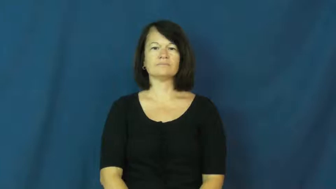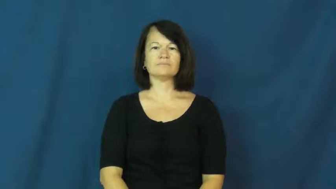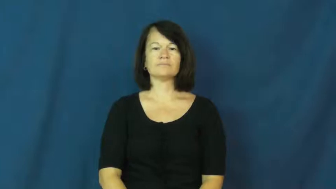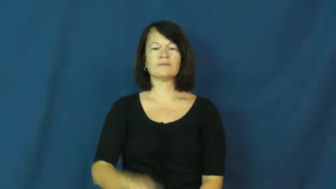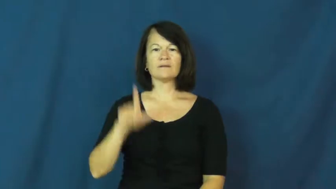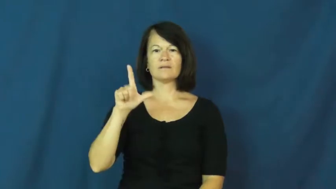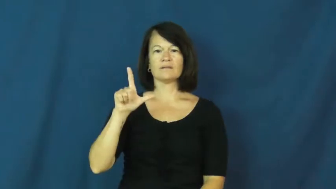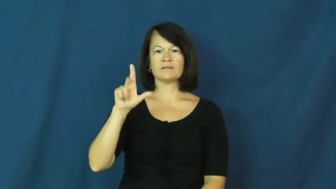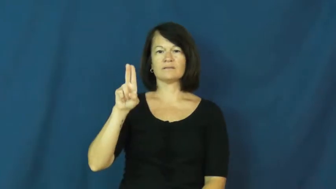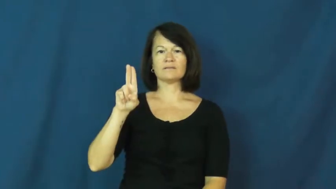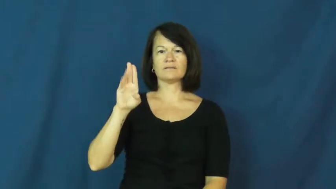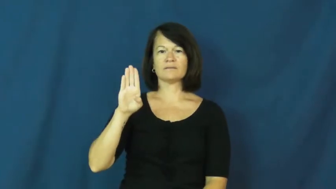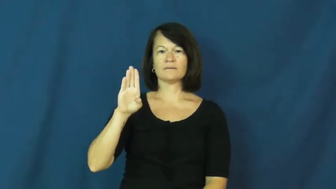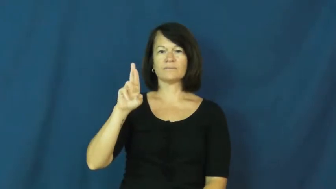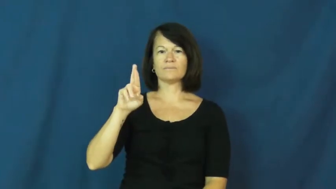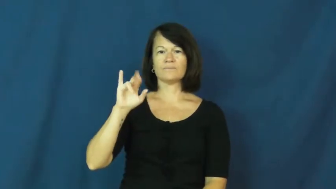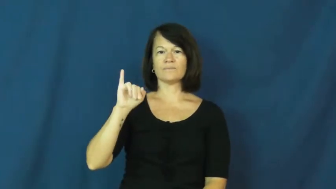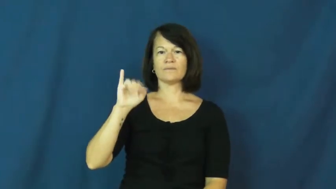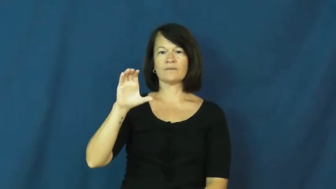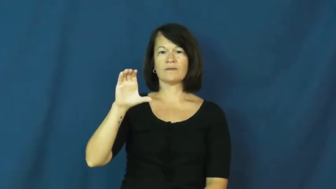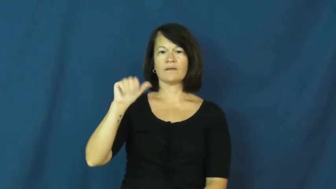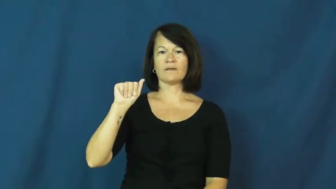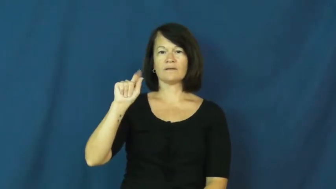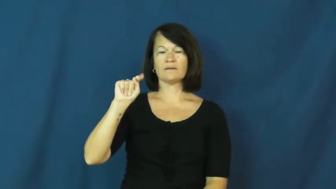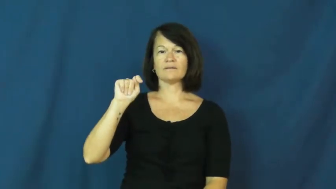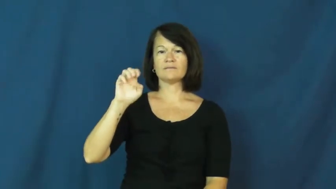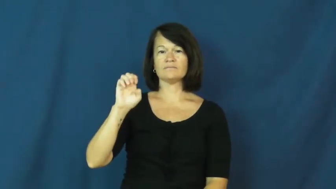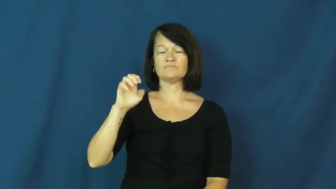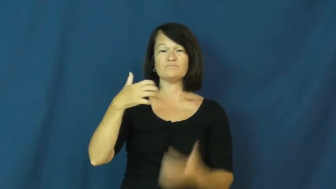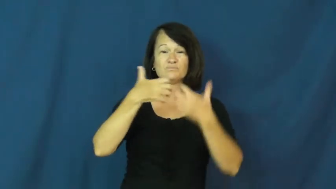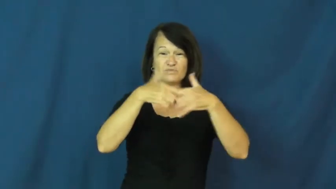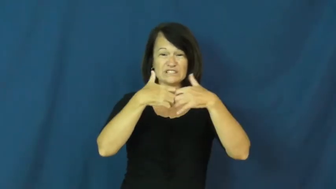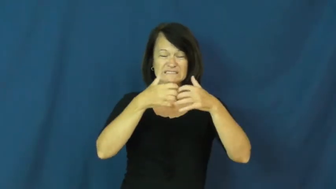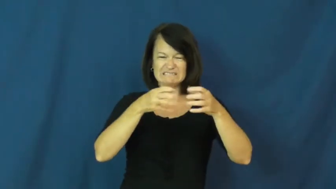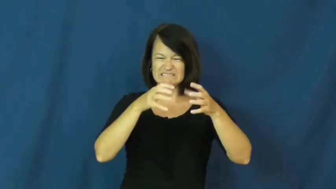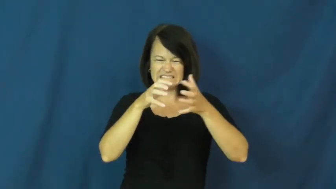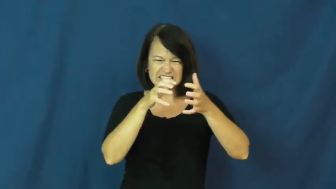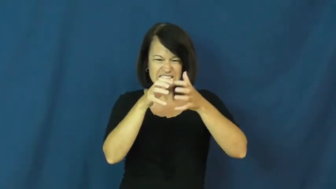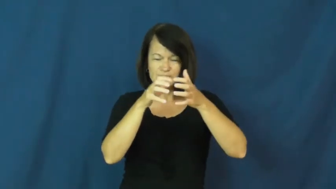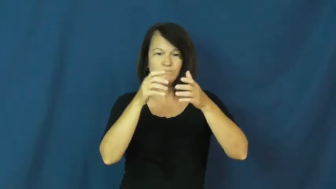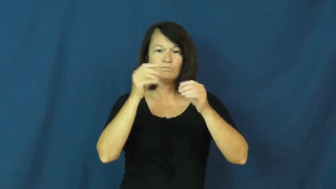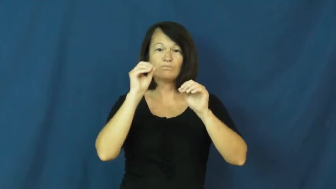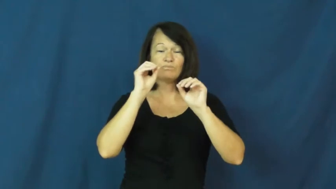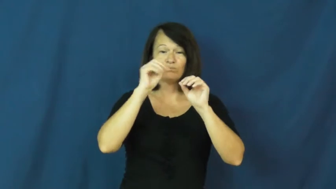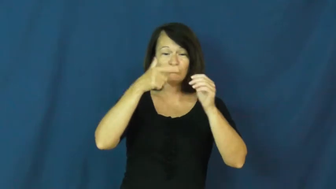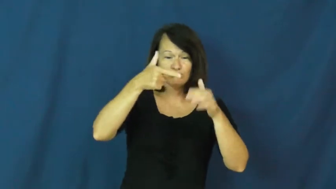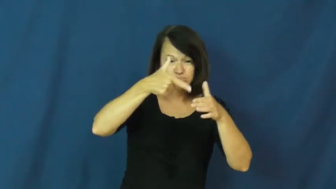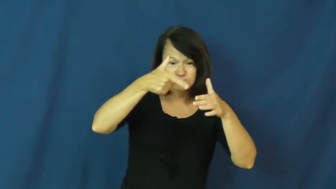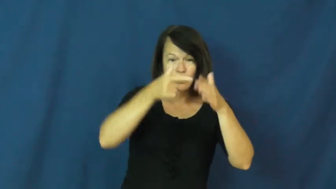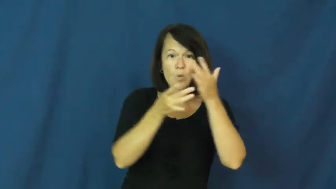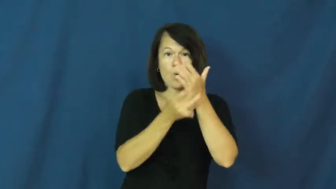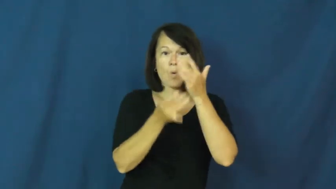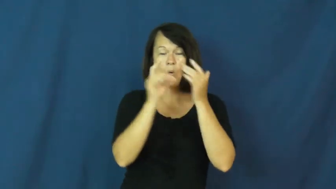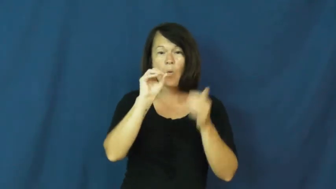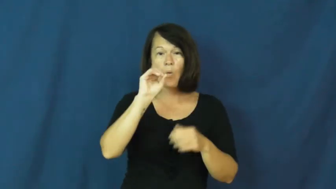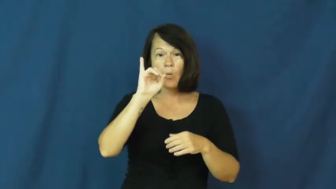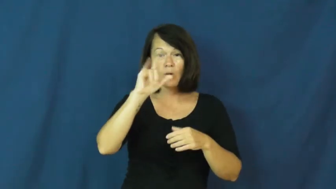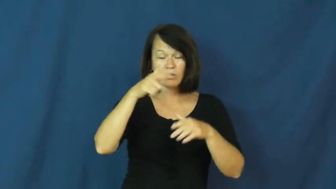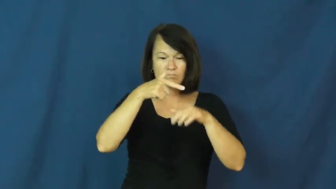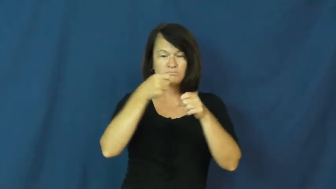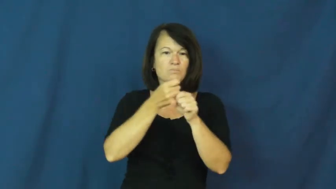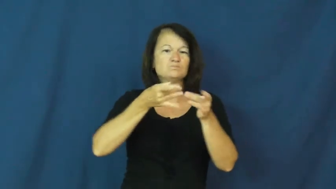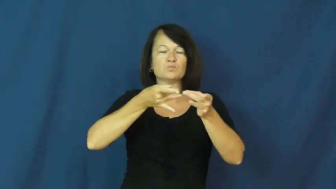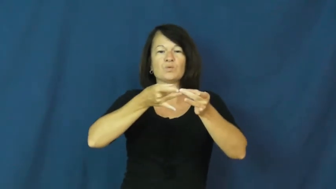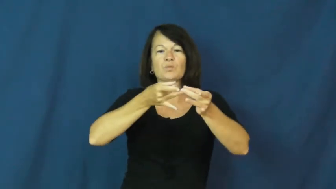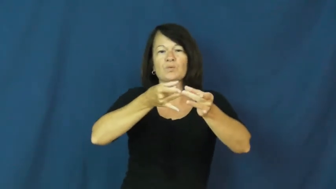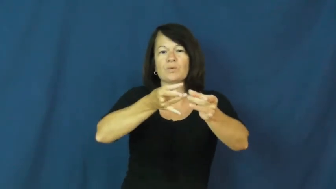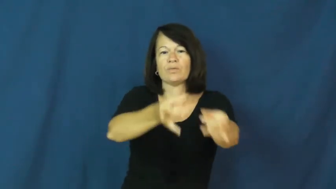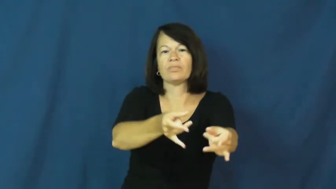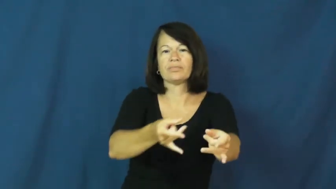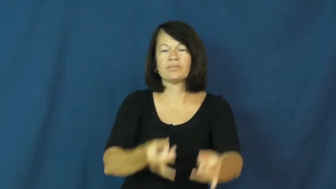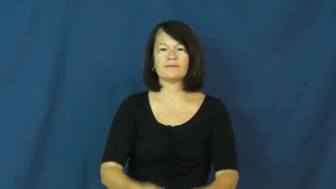lubricate